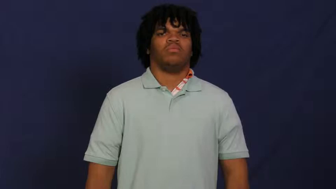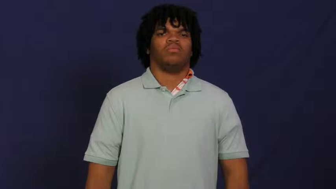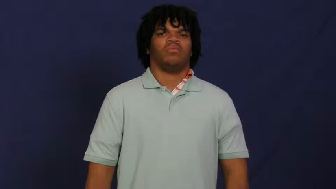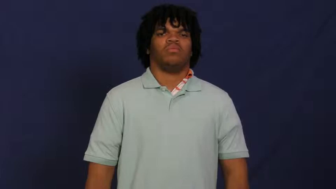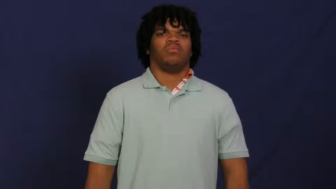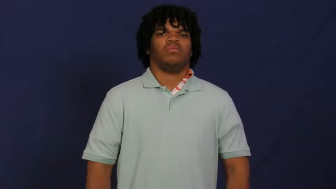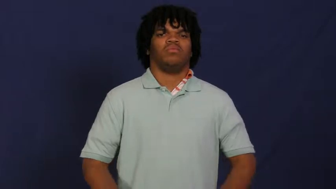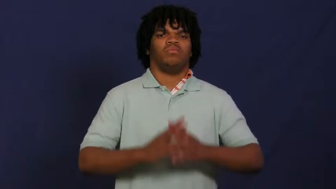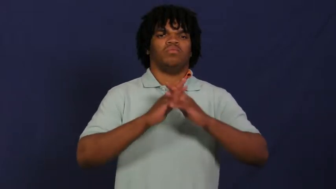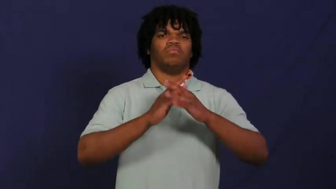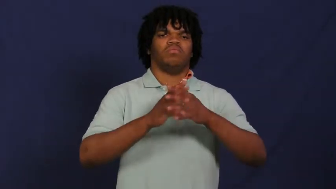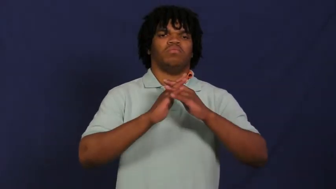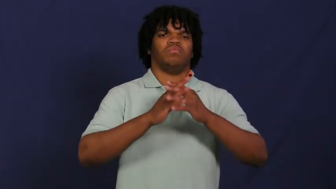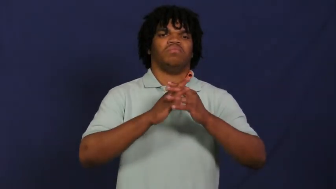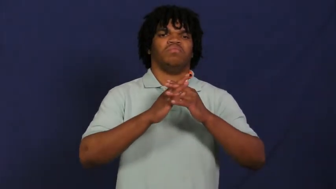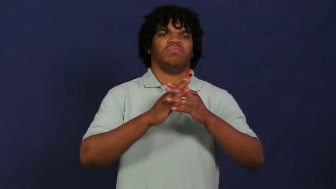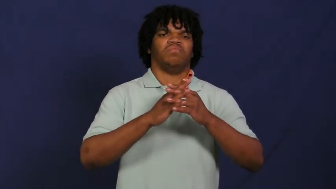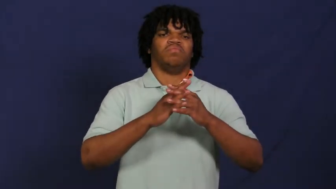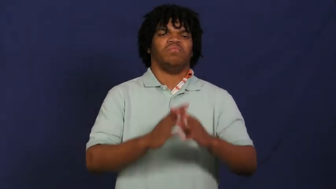wrestle,grapple